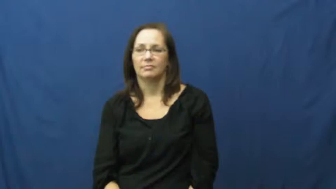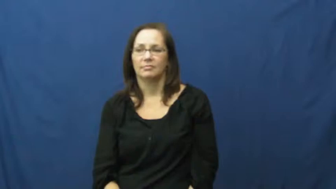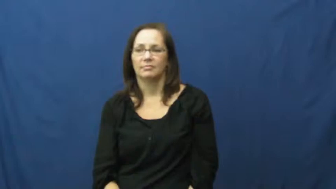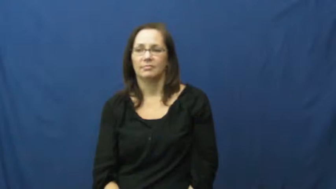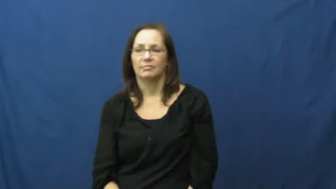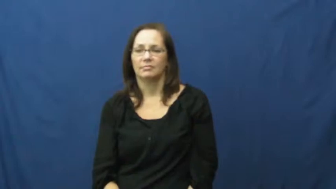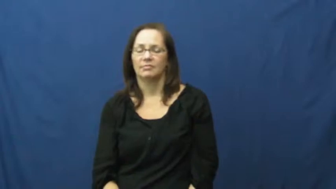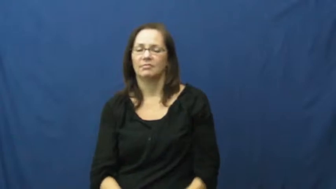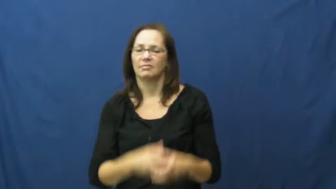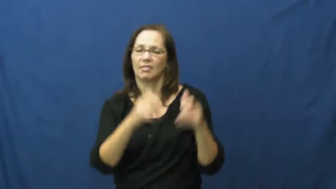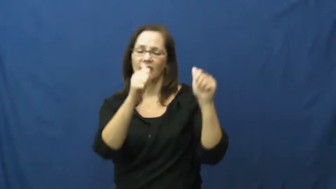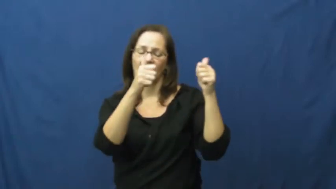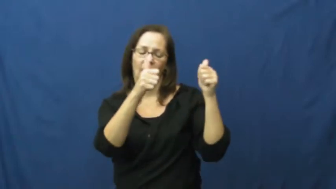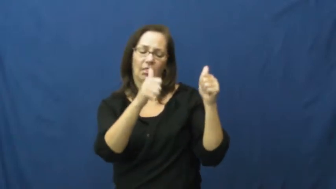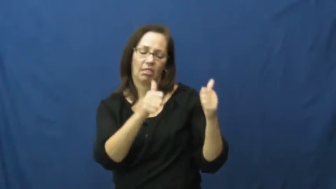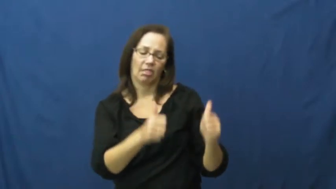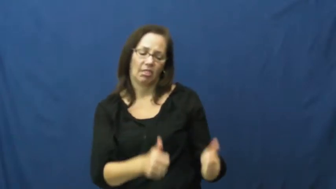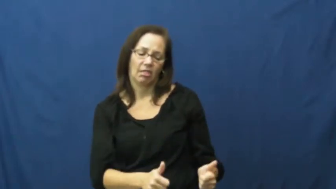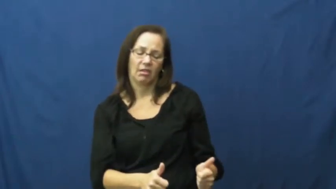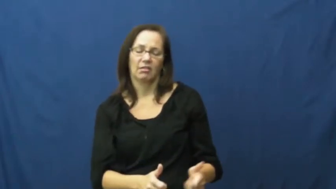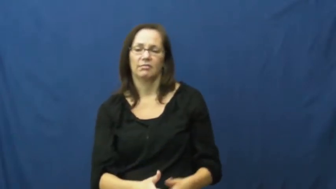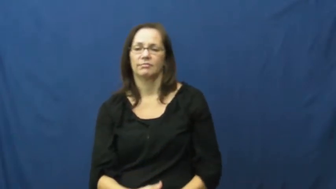decline,dive-health